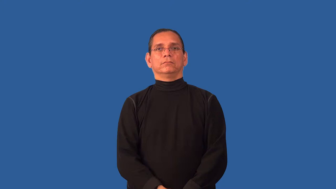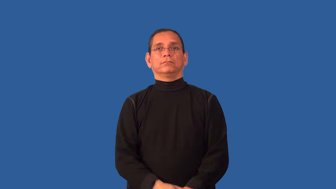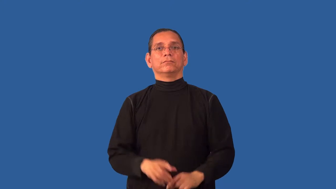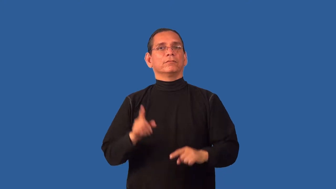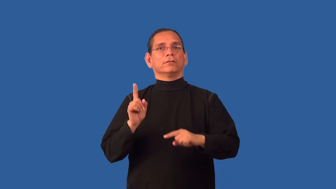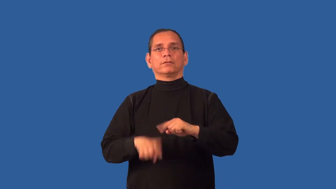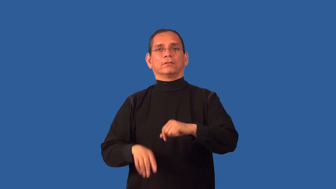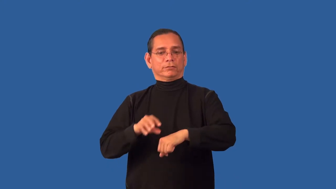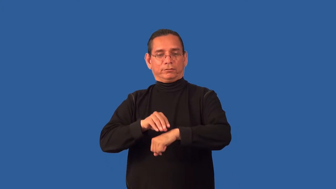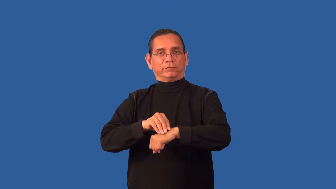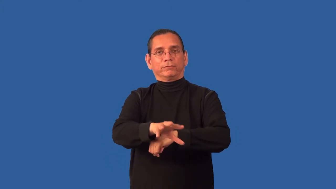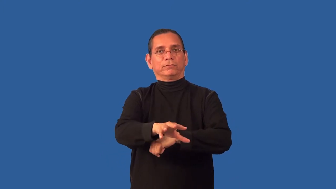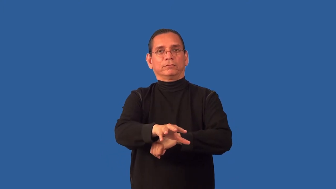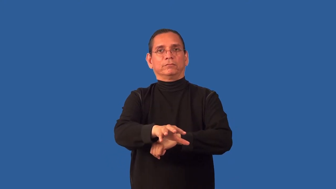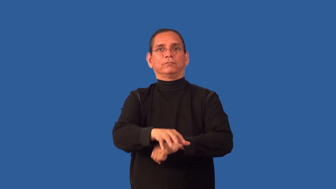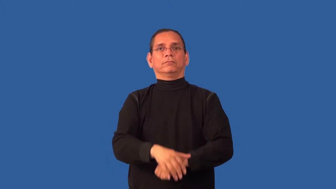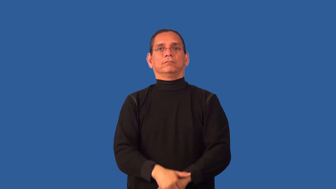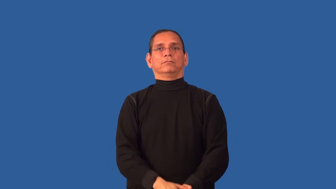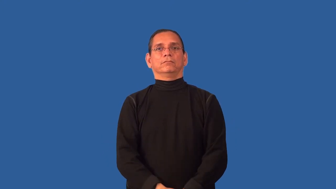unsusceptible,insusceptible